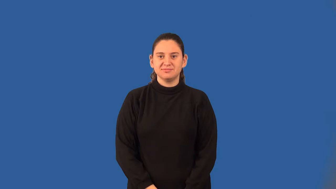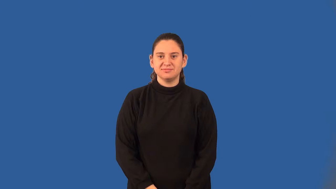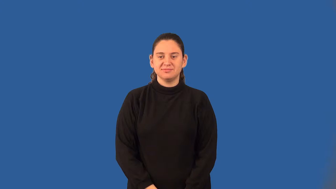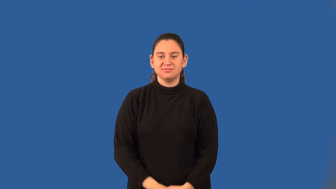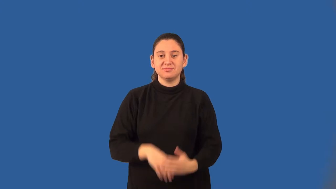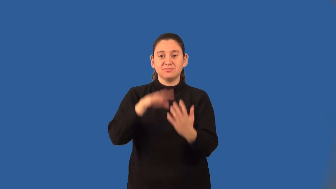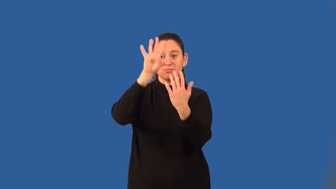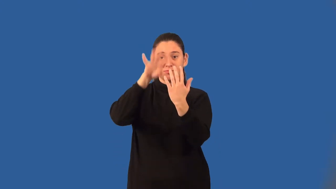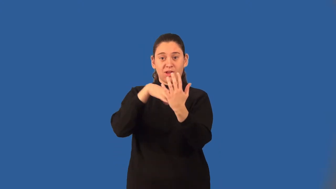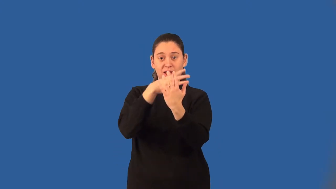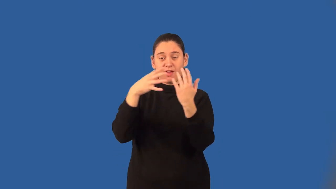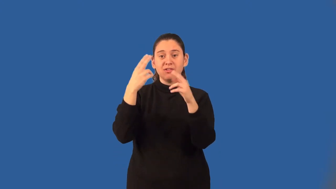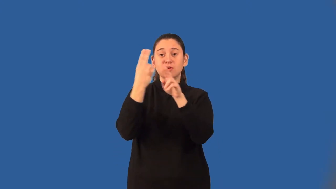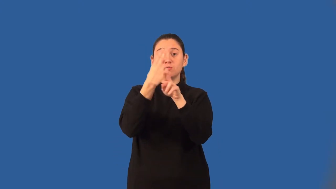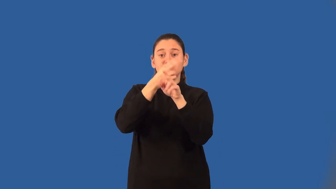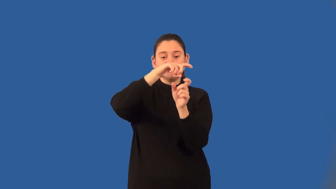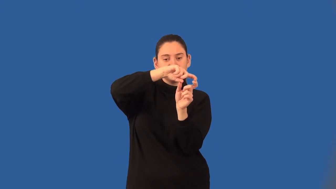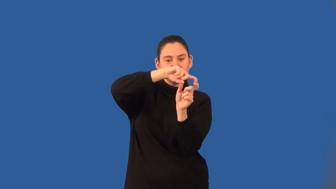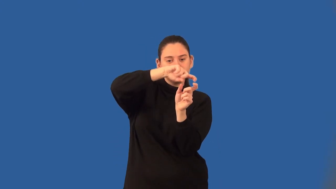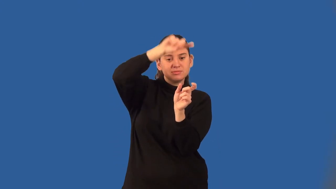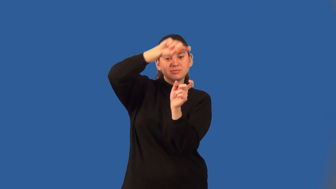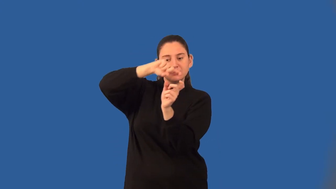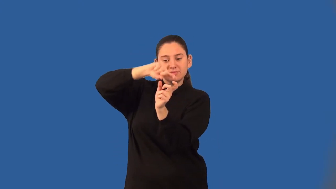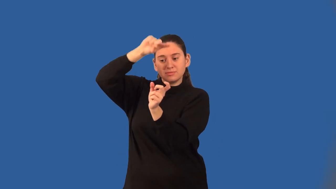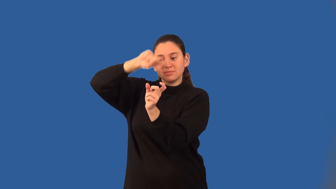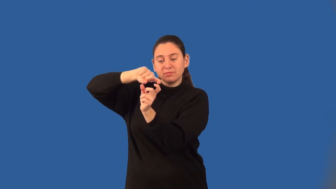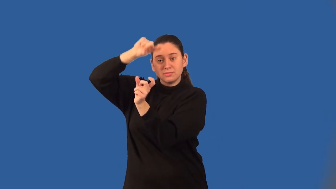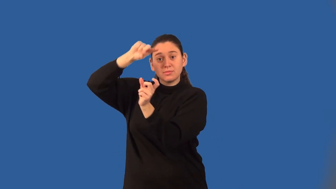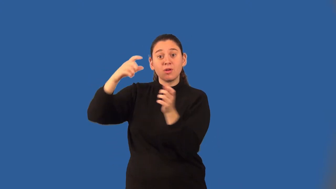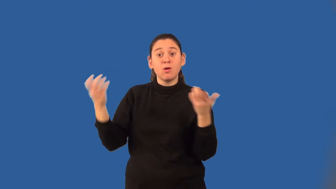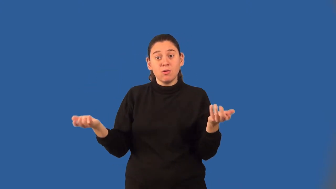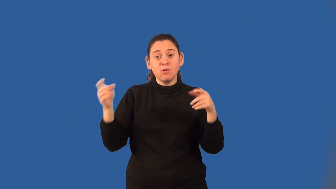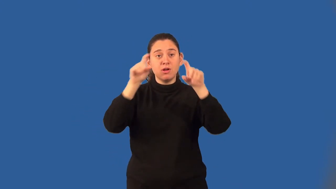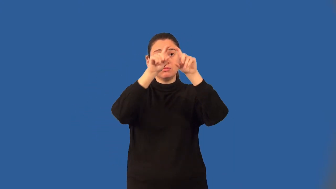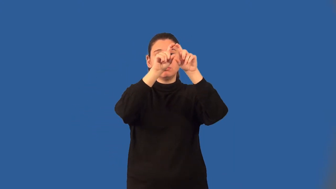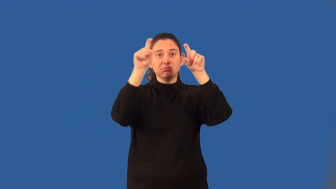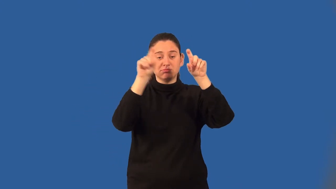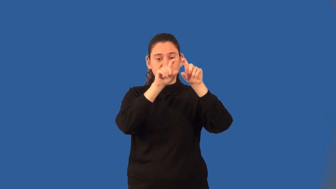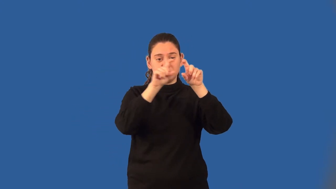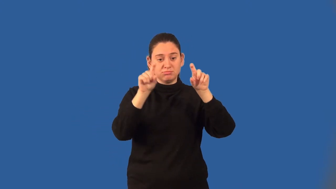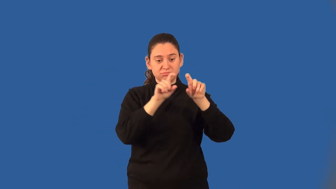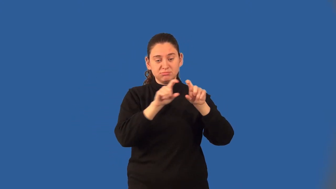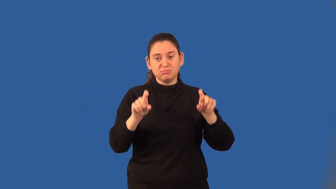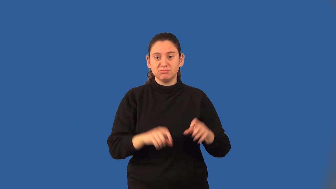bar graph